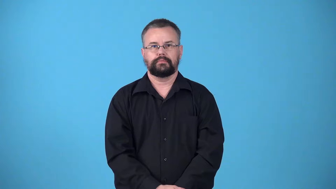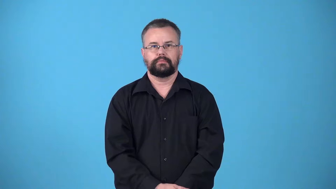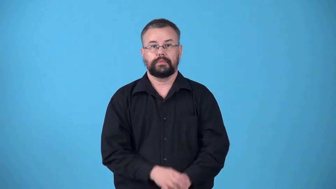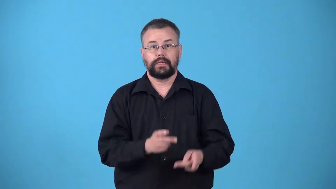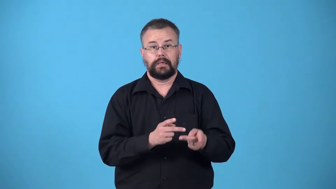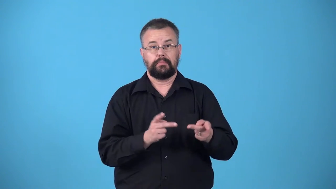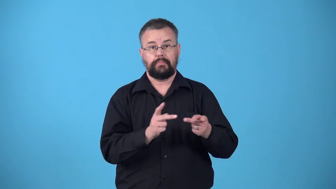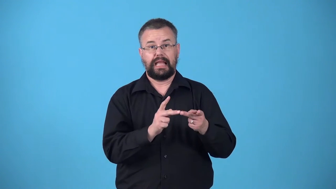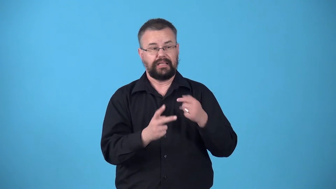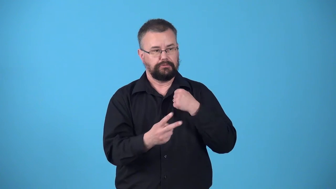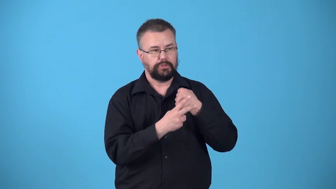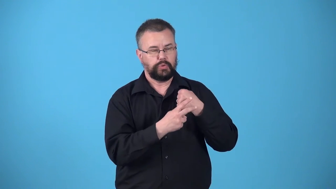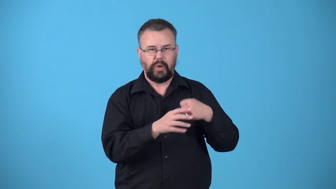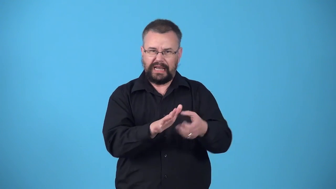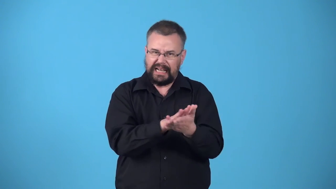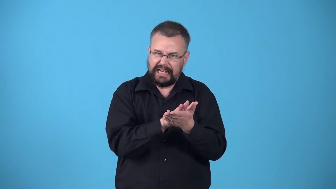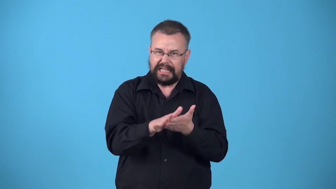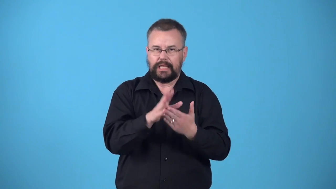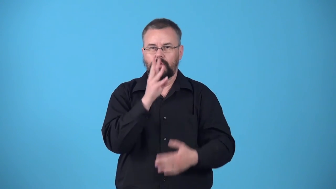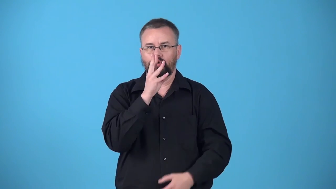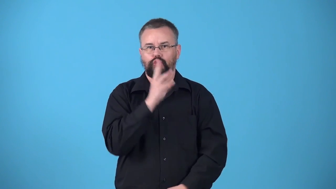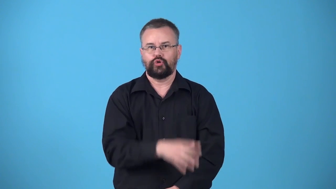waterworks-place that stores and cleans water